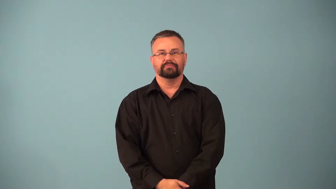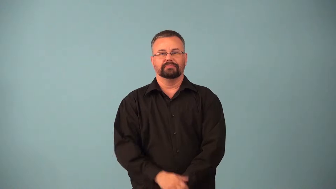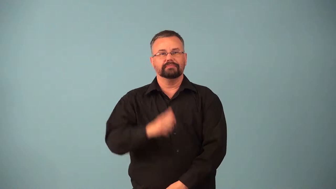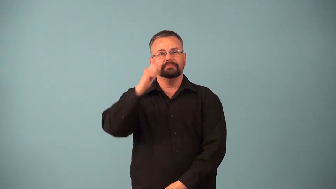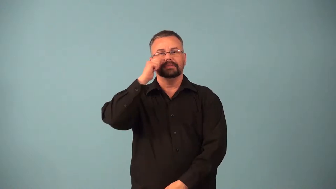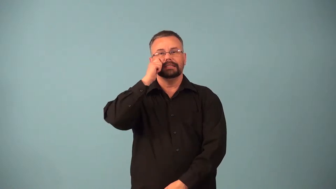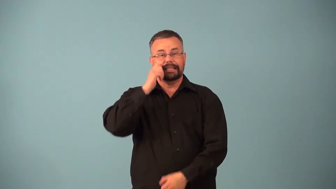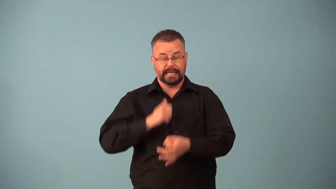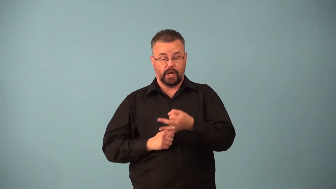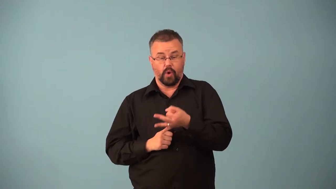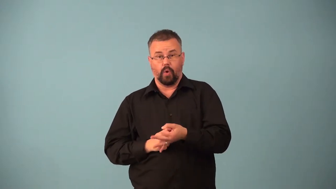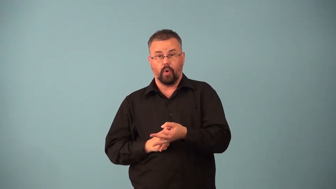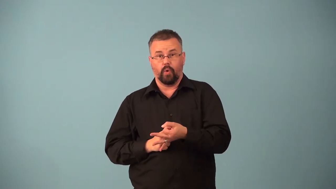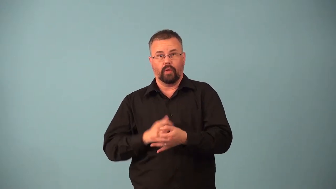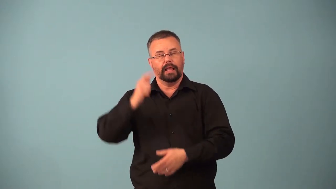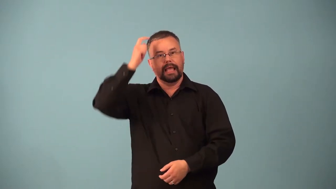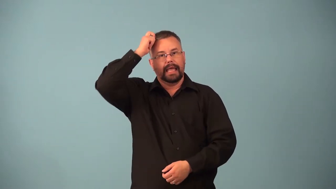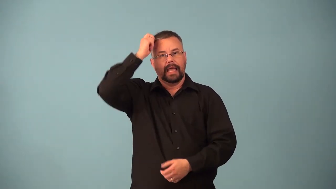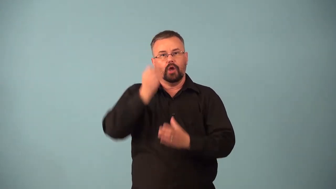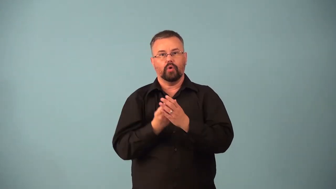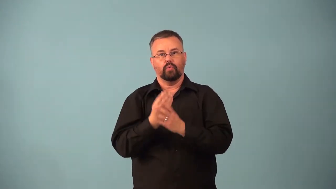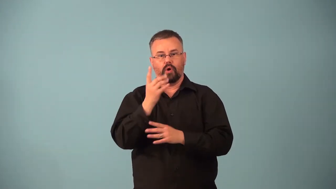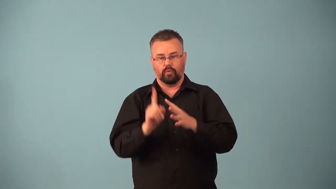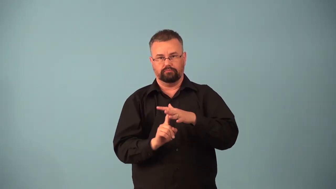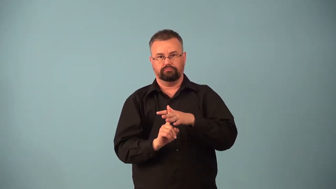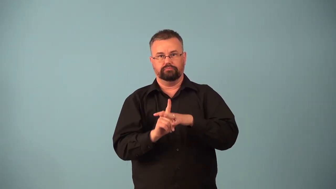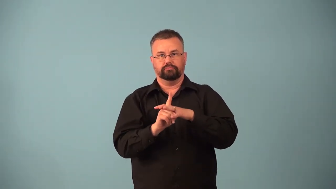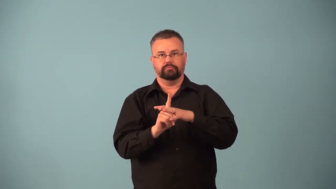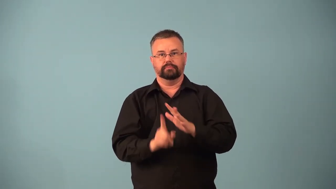follicle